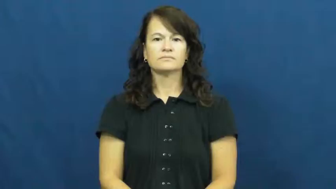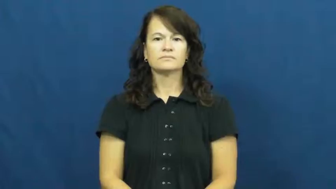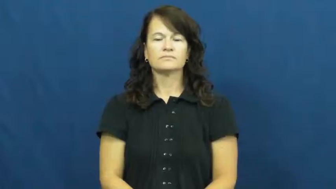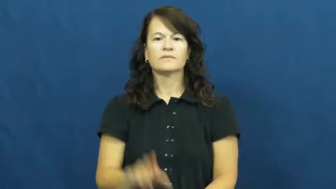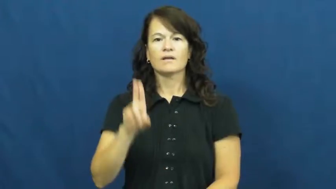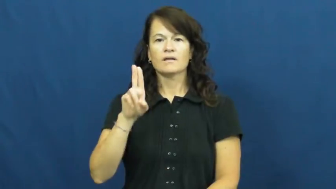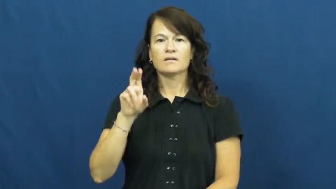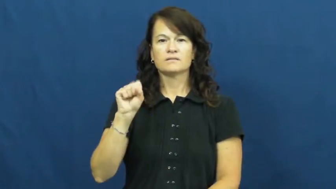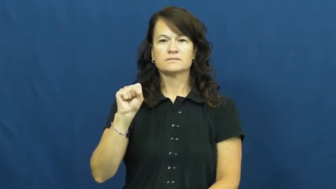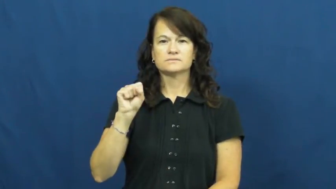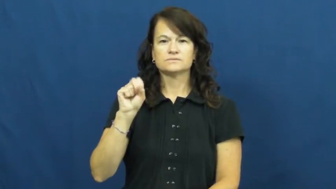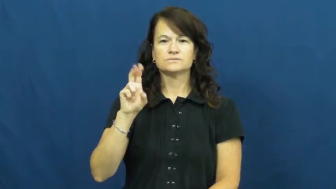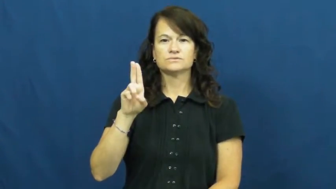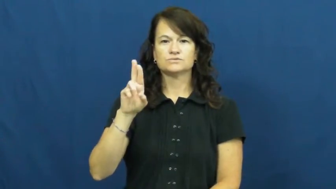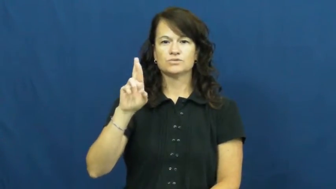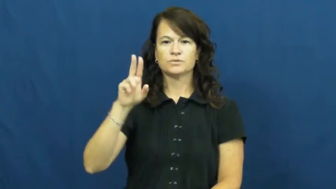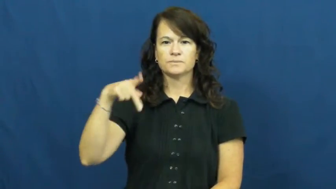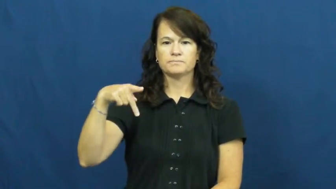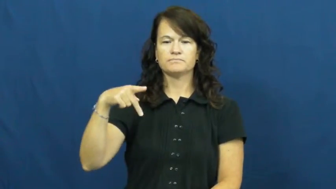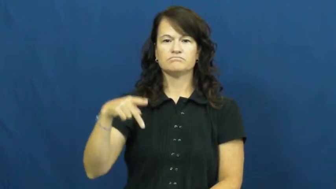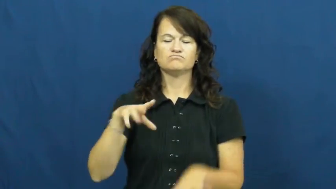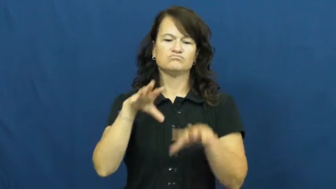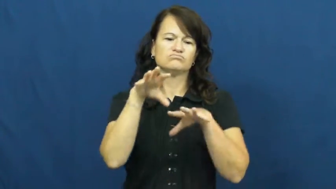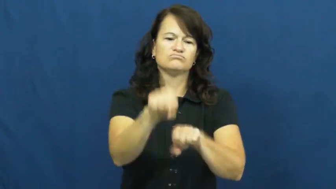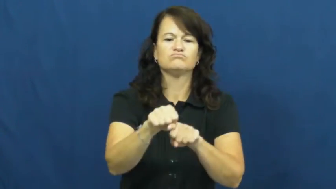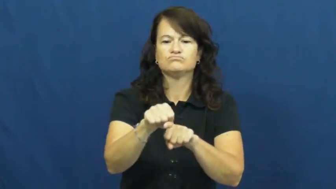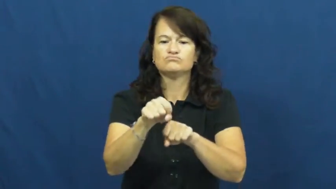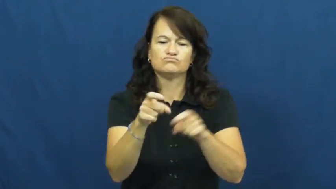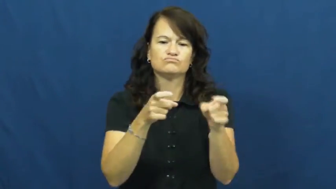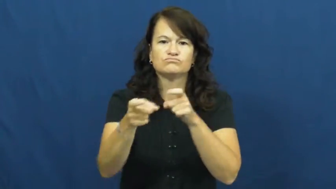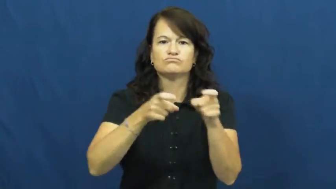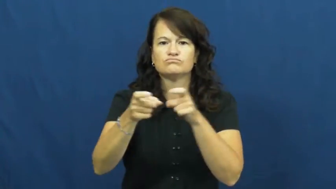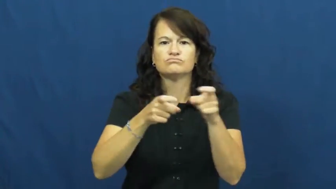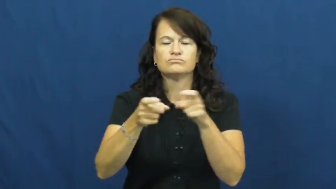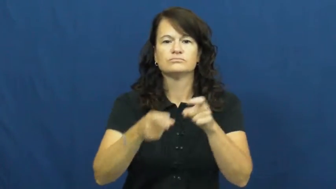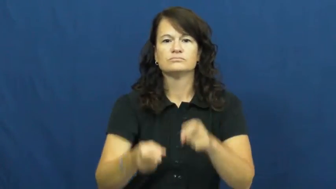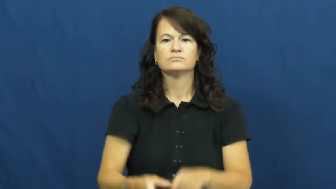usurp